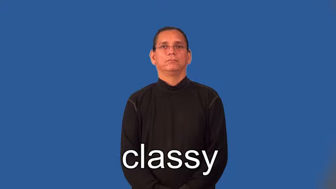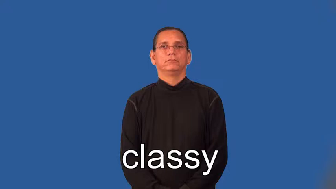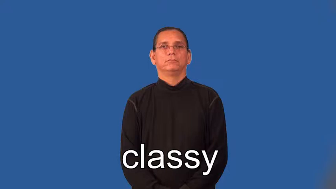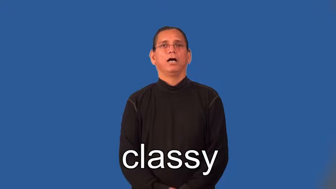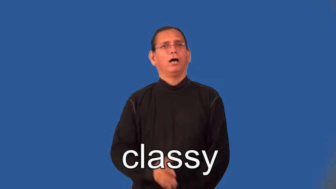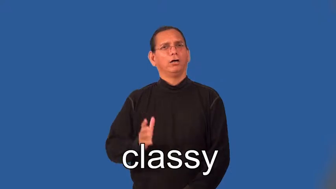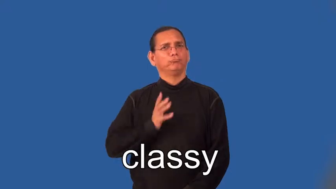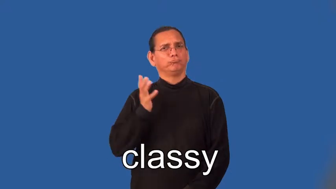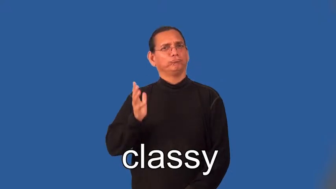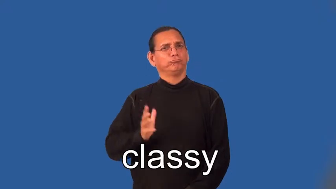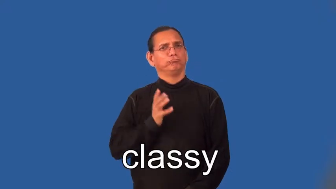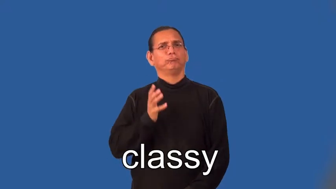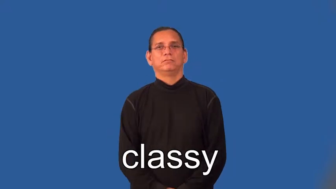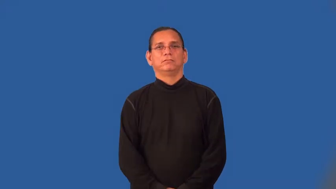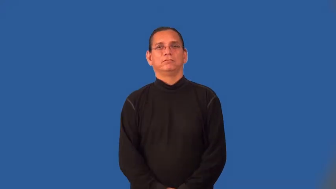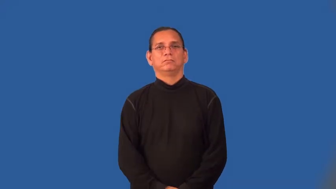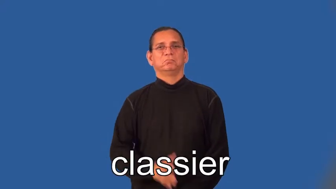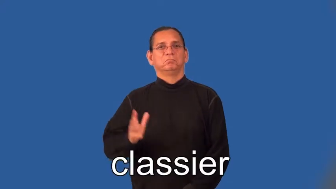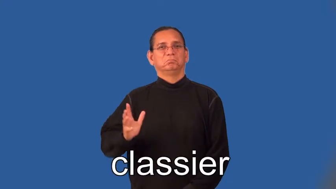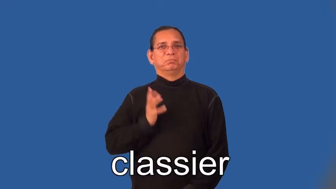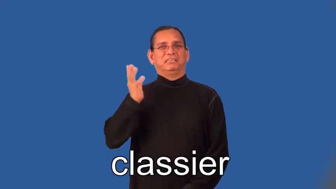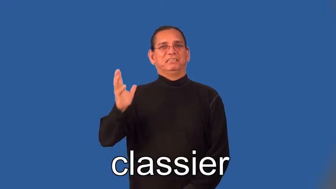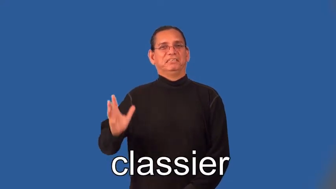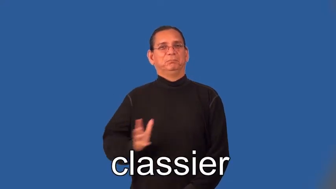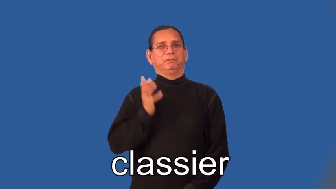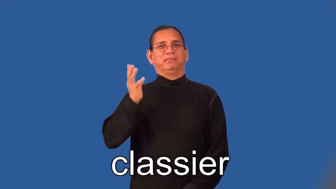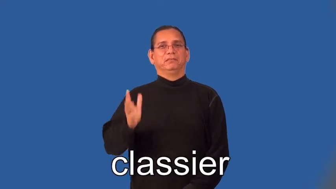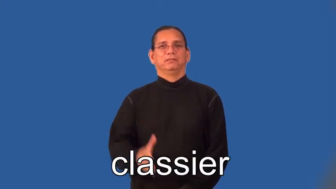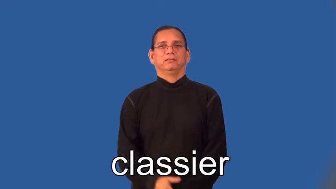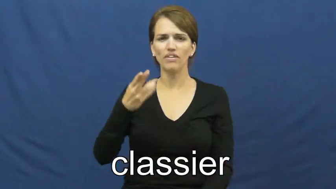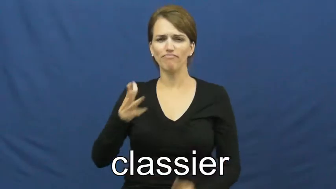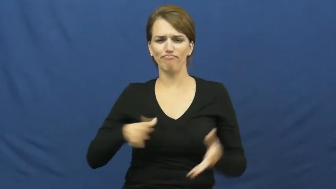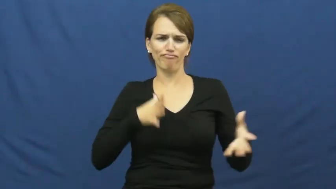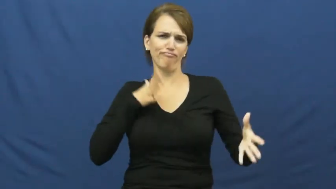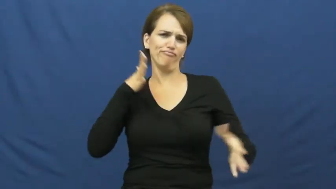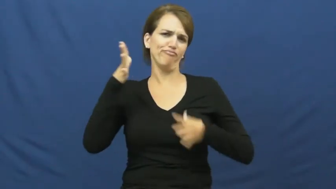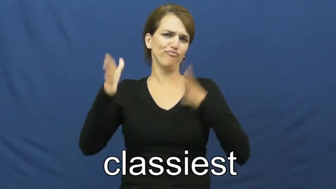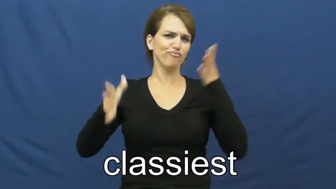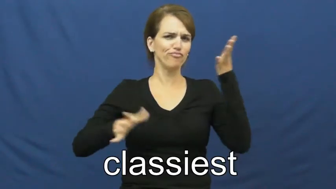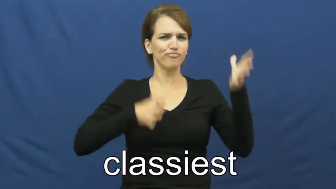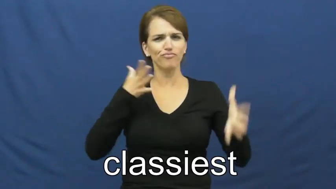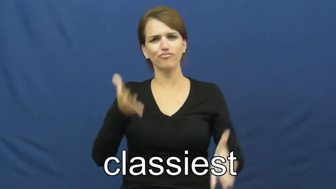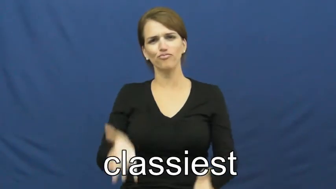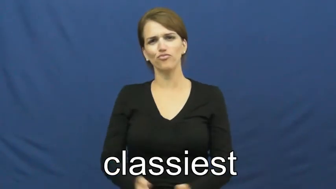classier,classiest